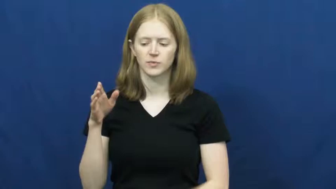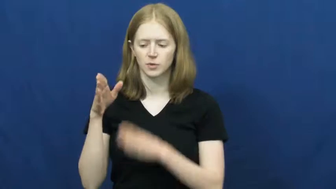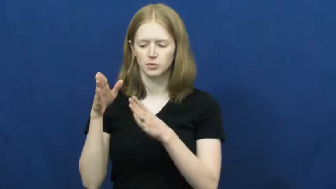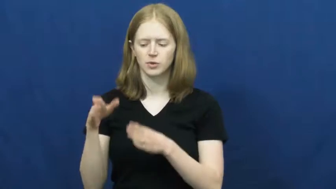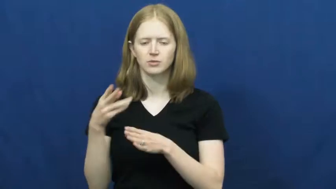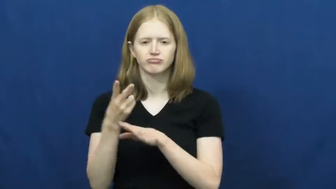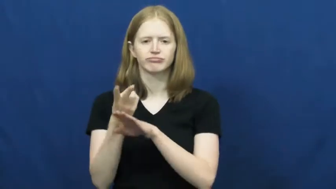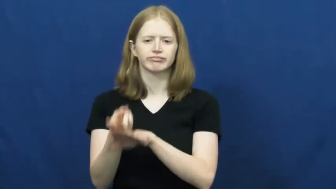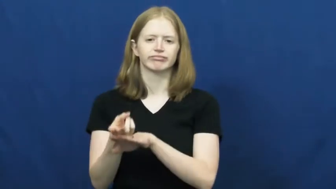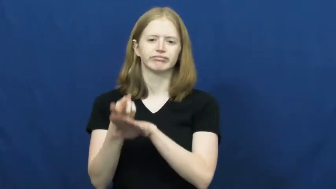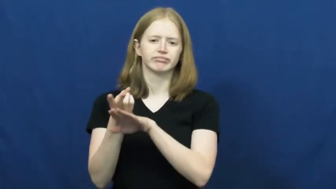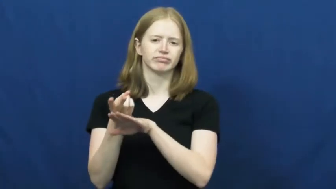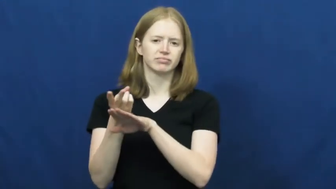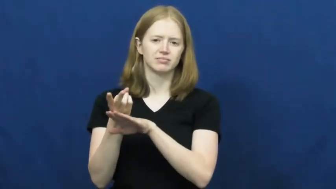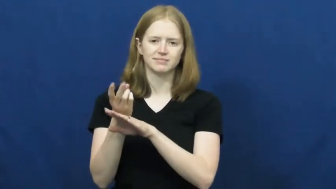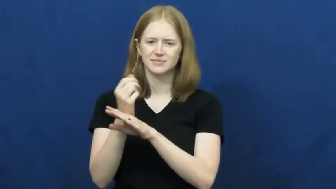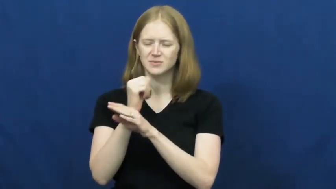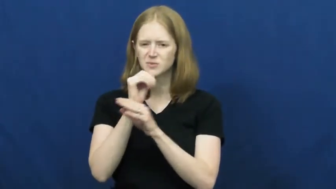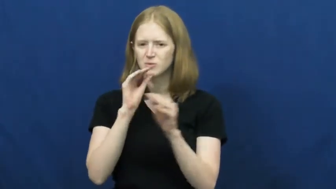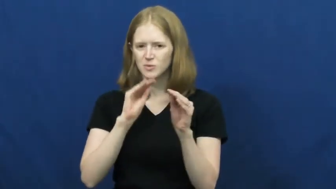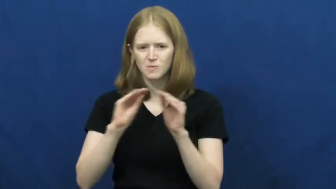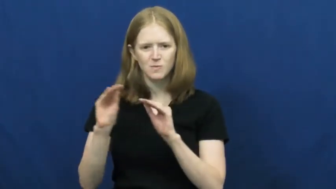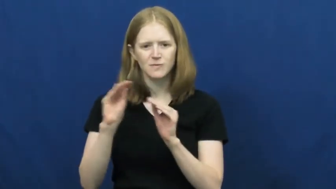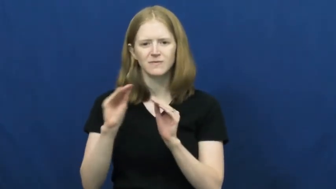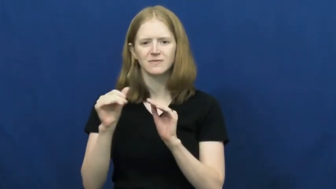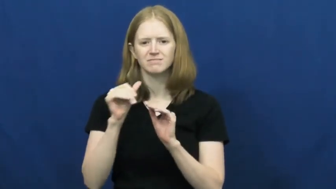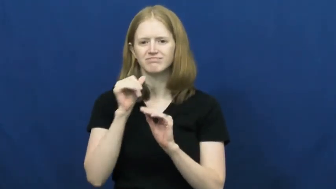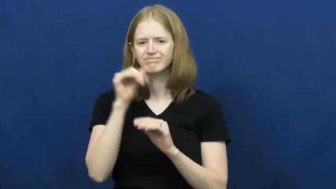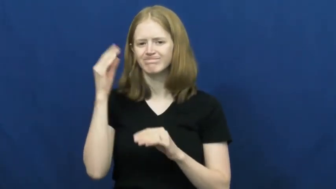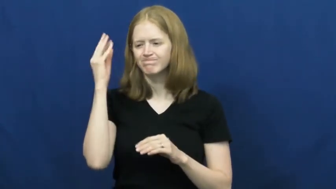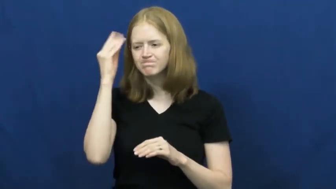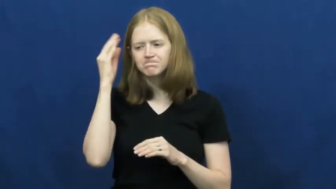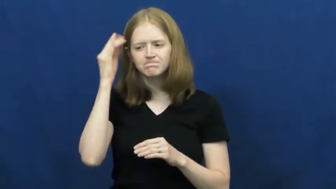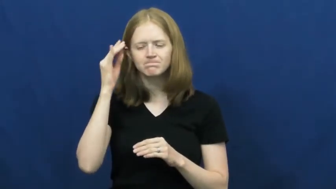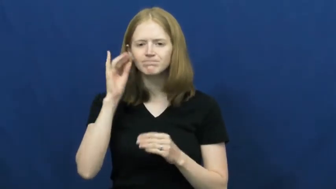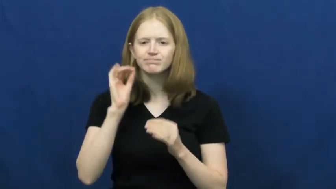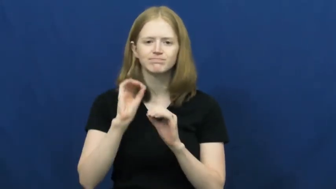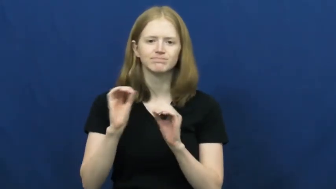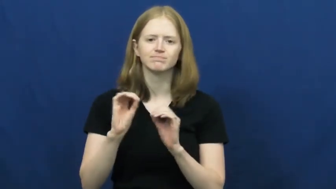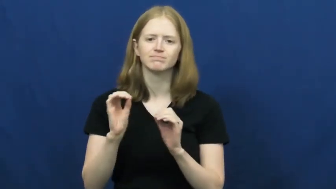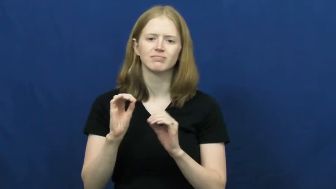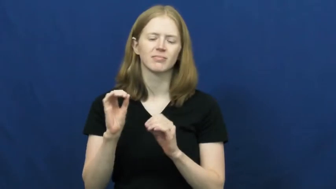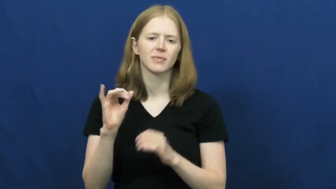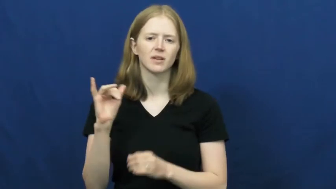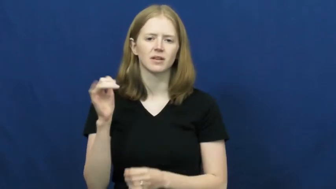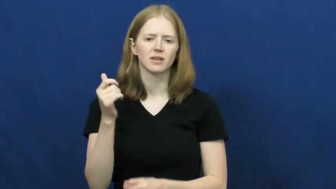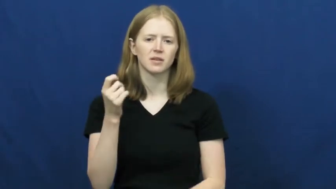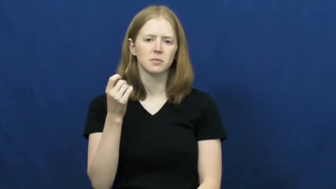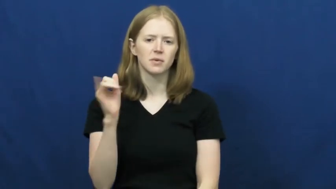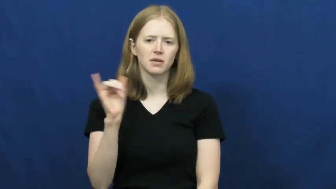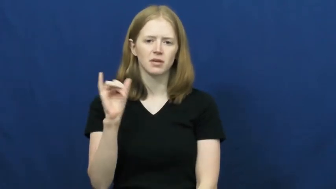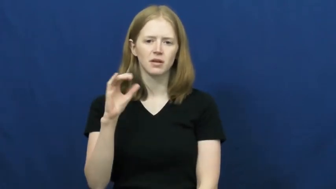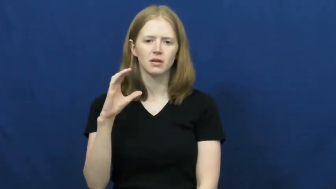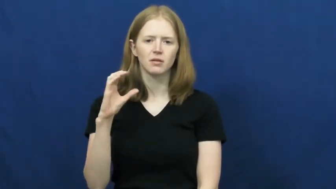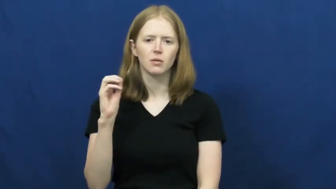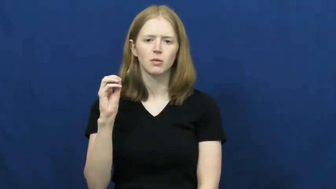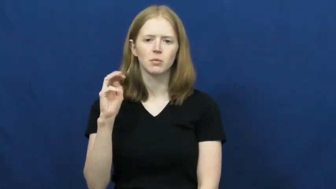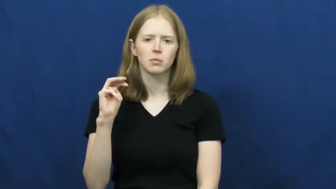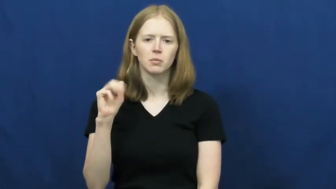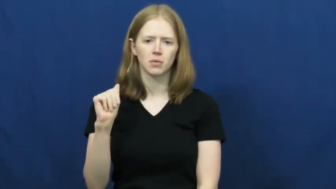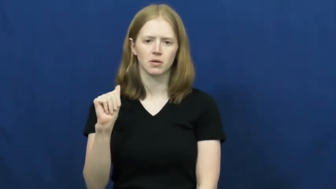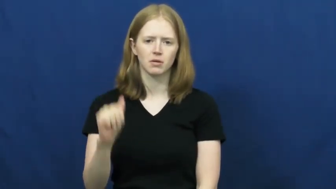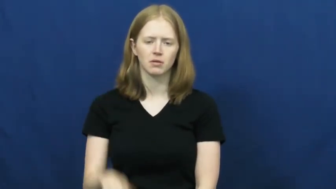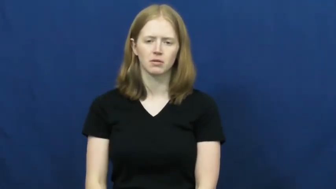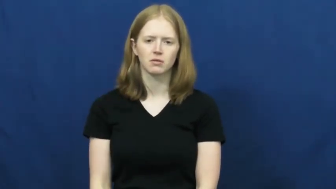vegetate